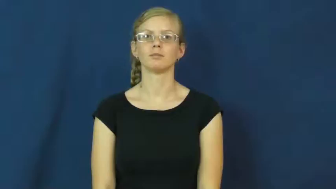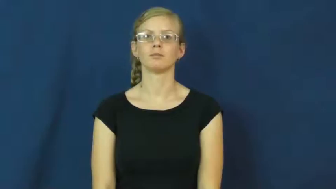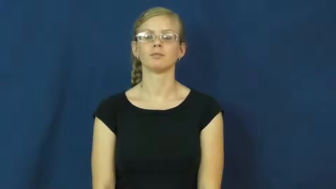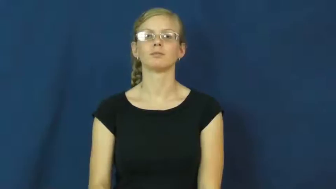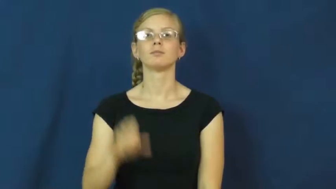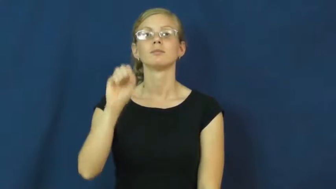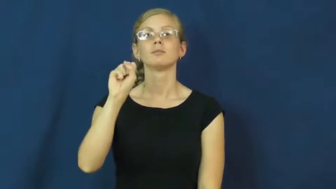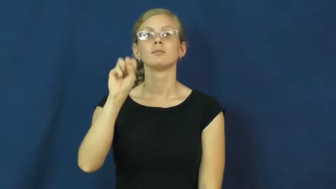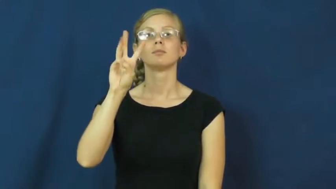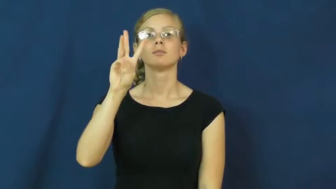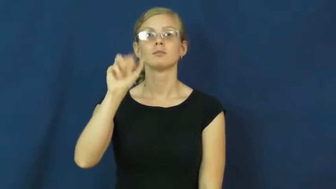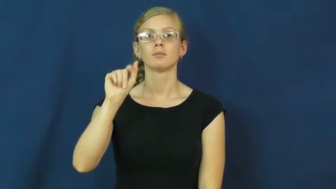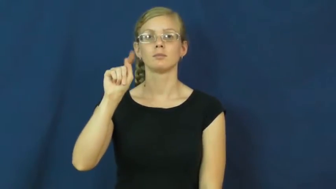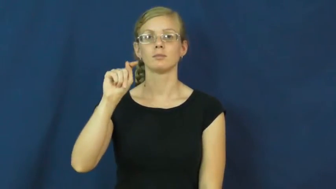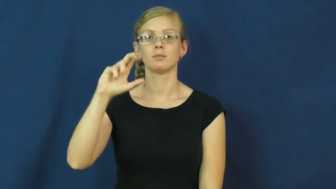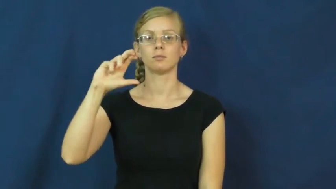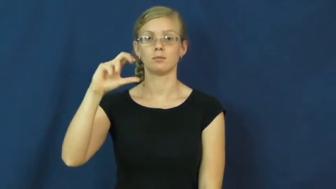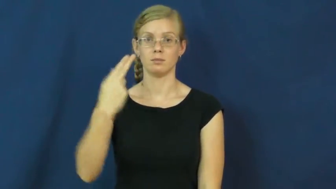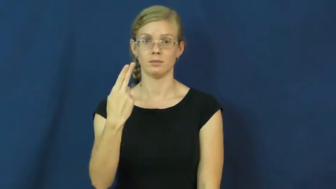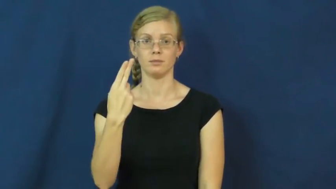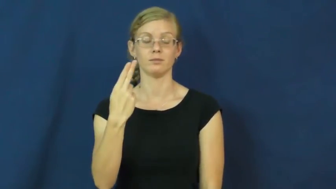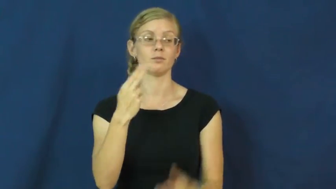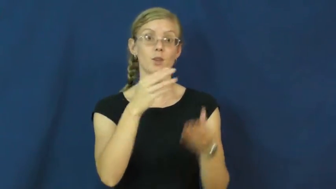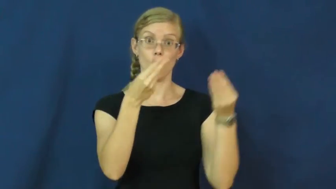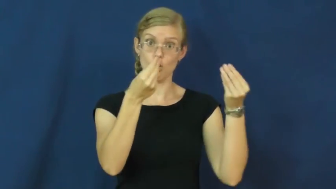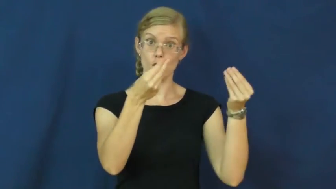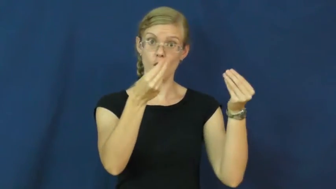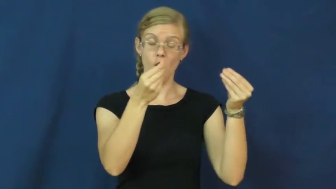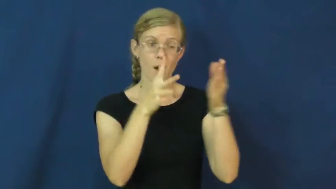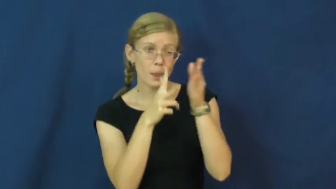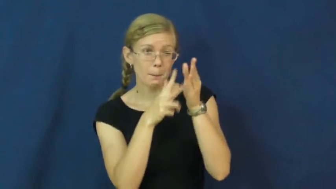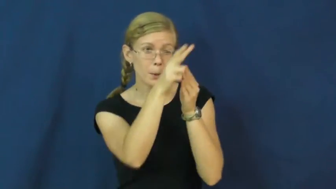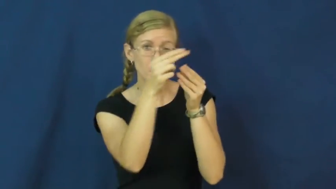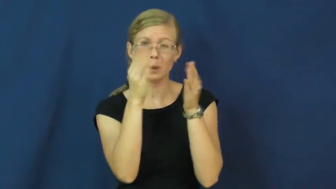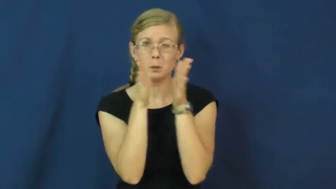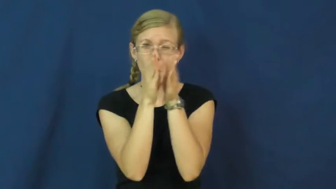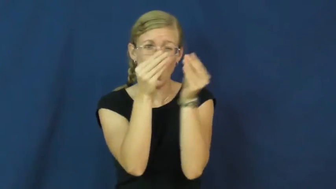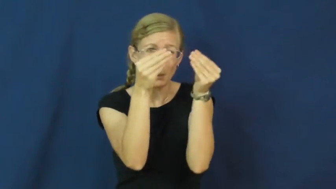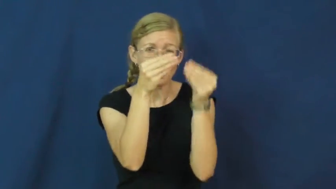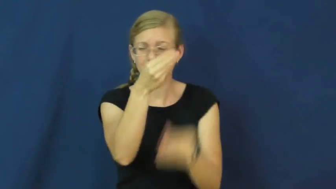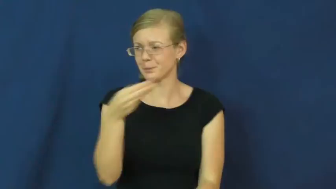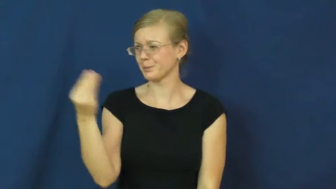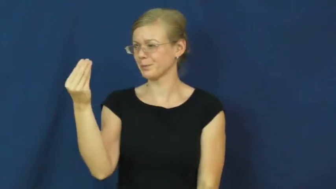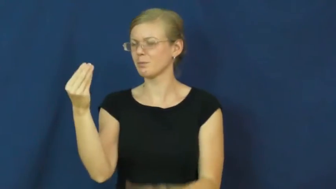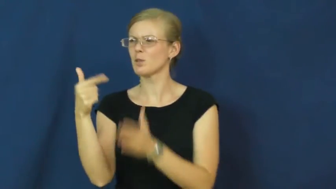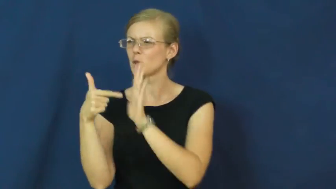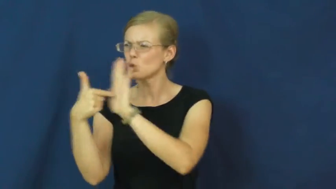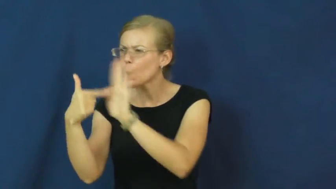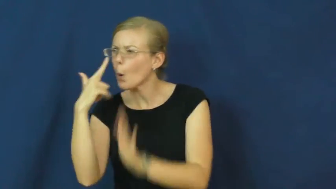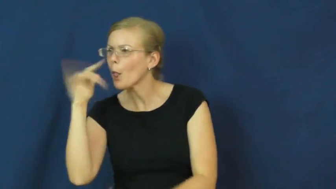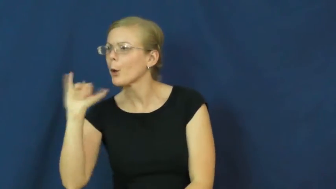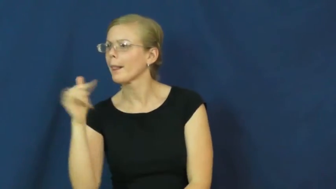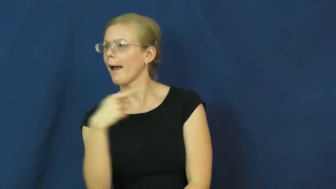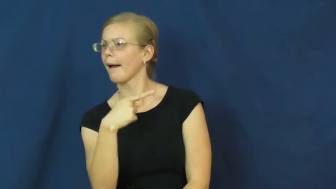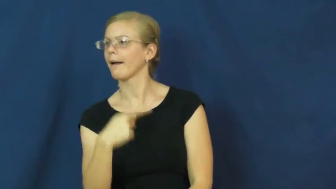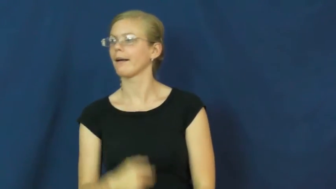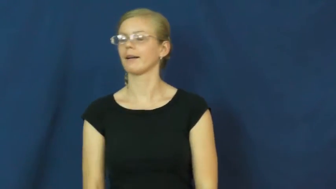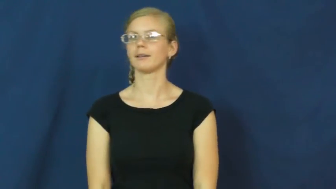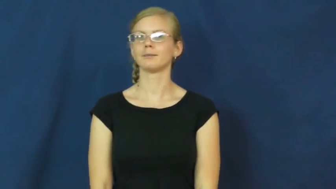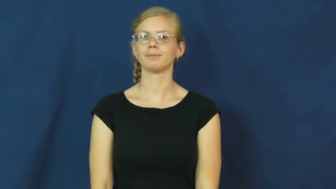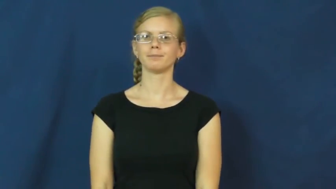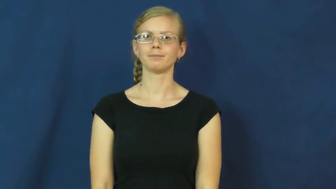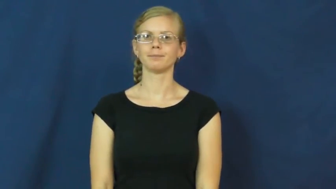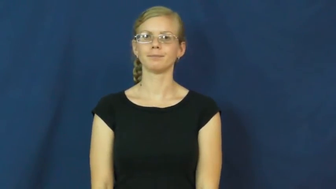swatch